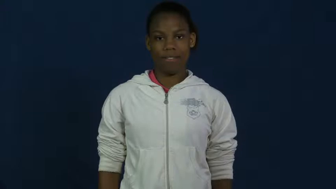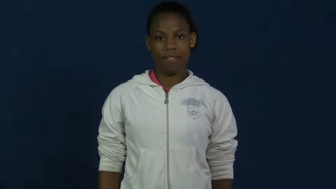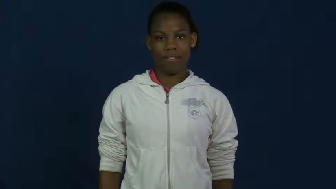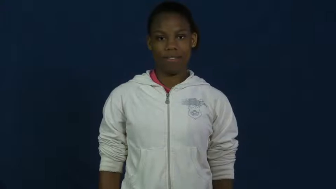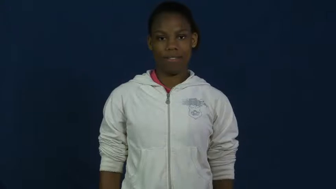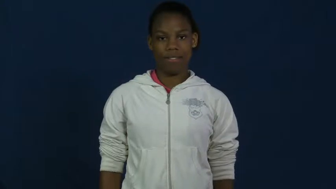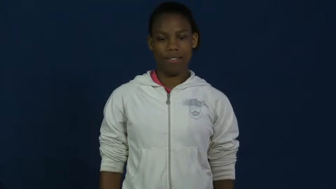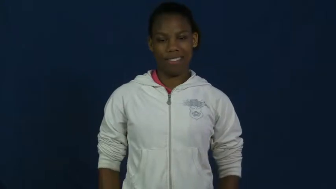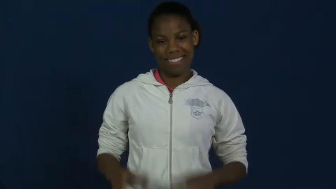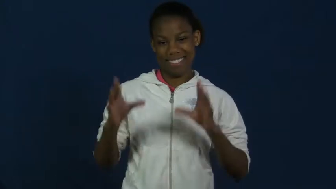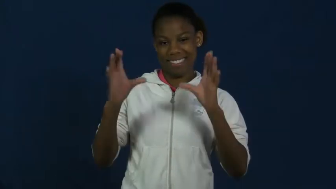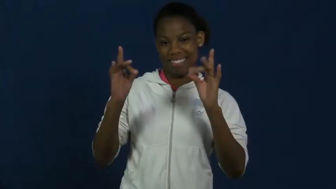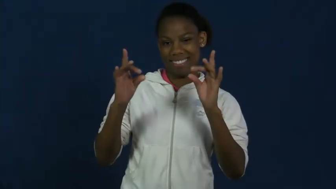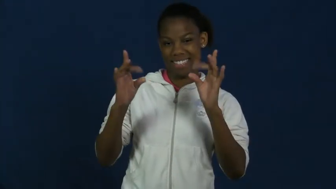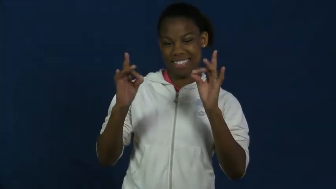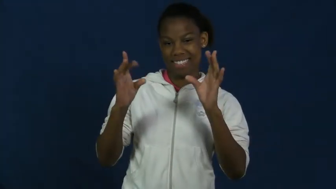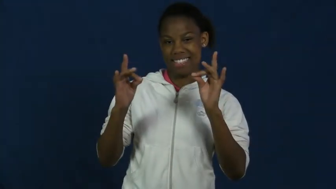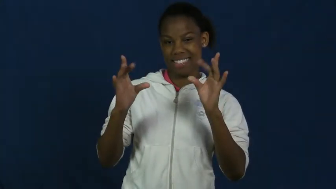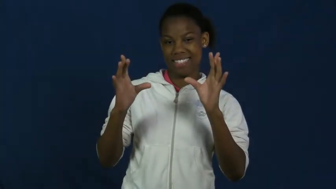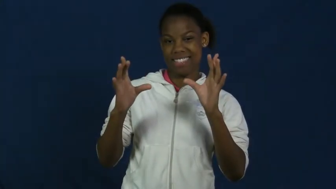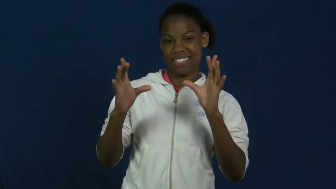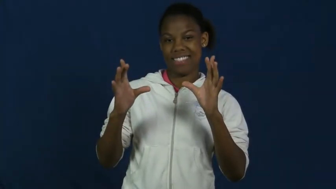slime,glop